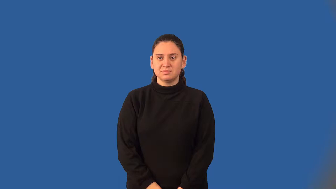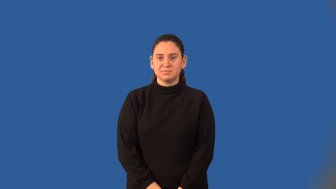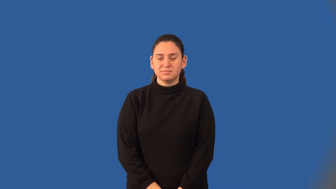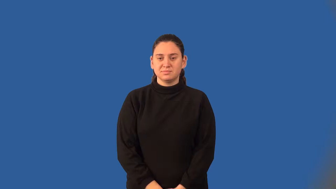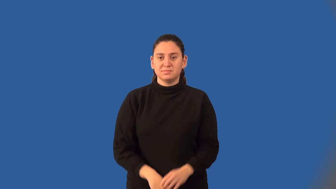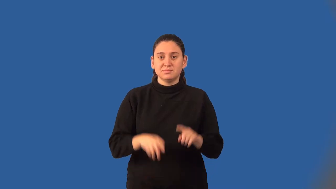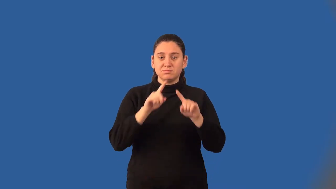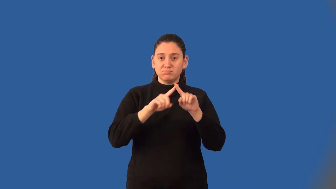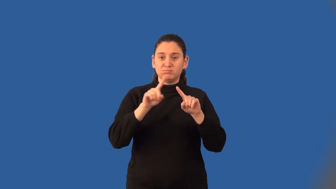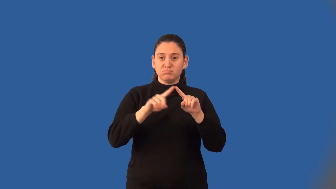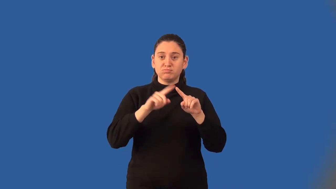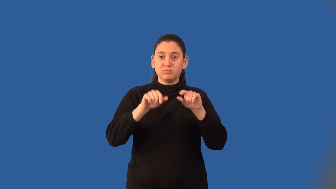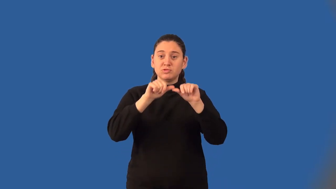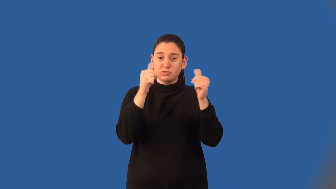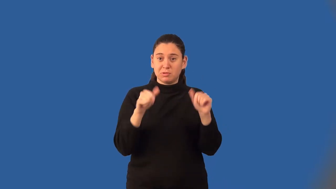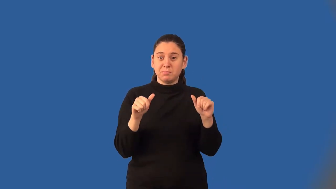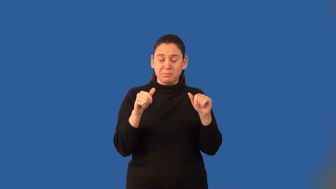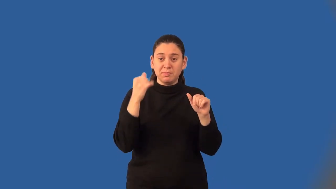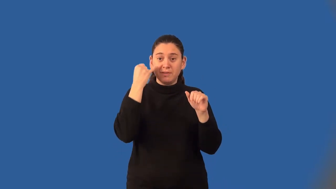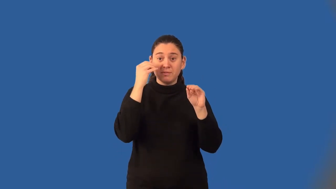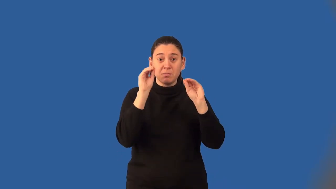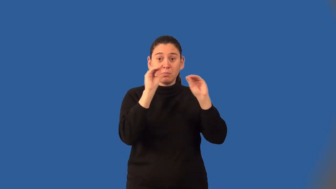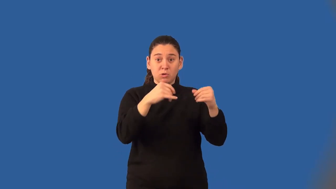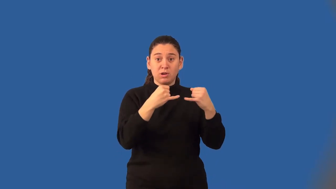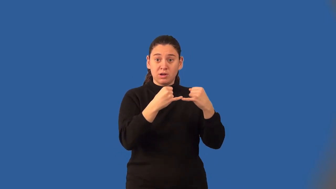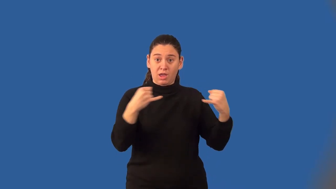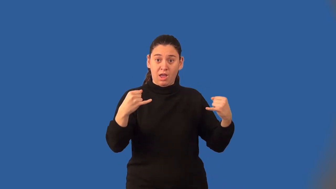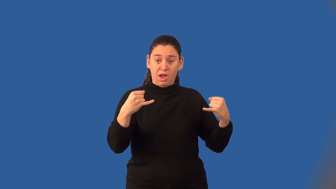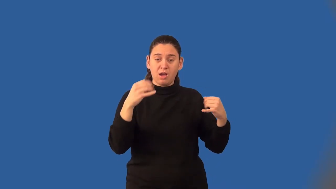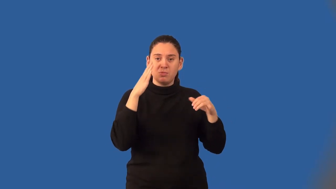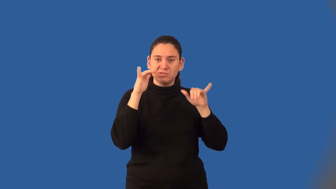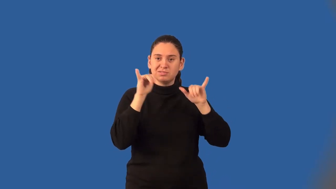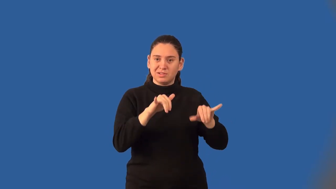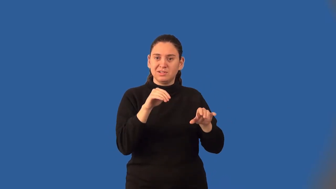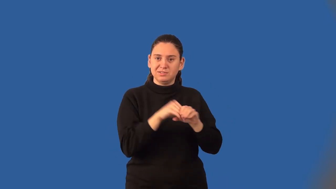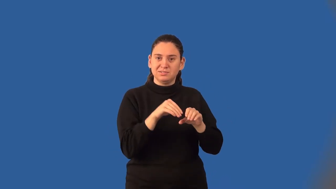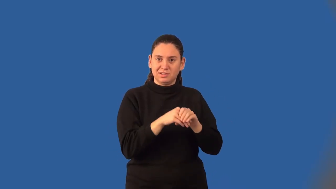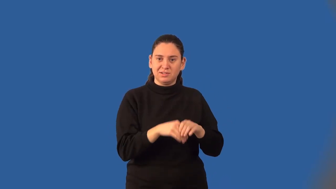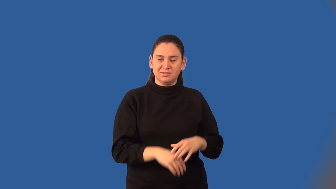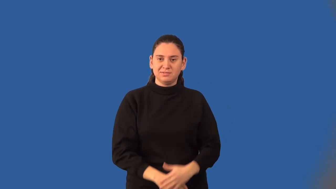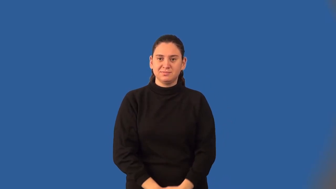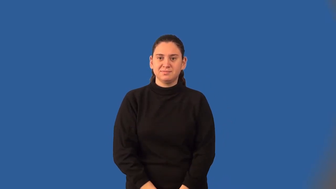convex polygon